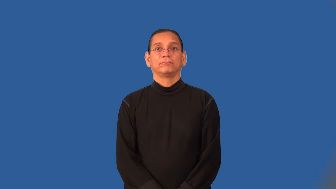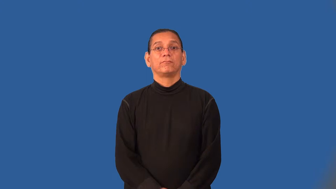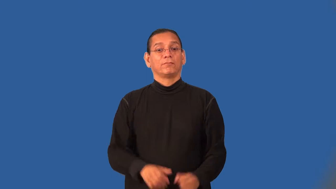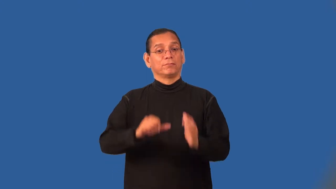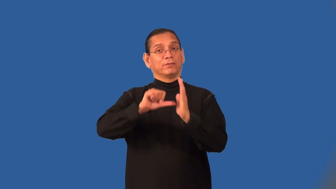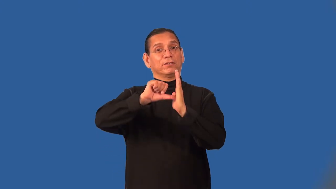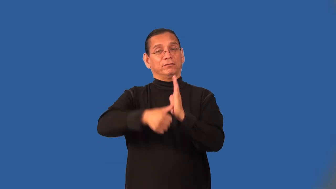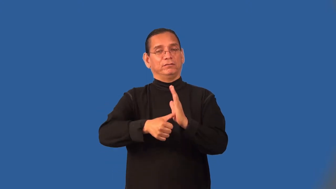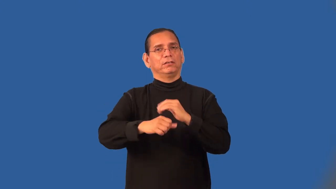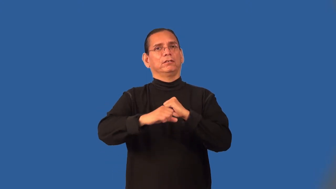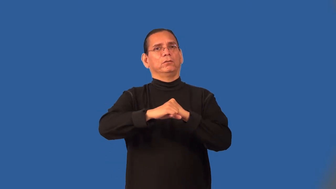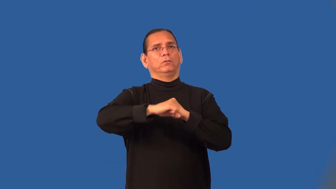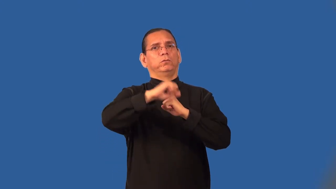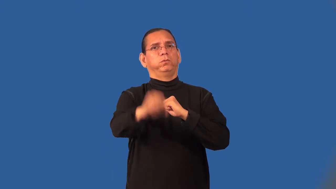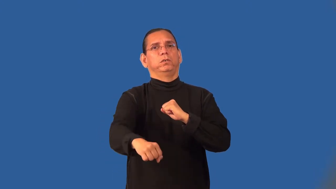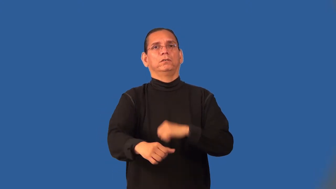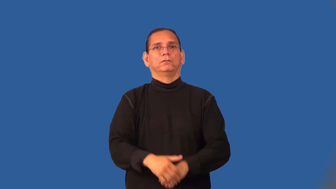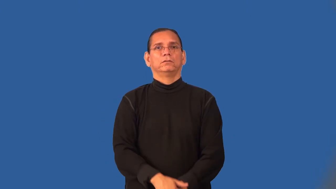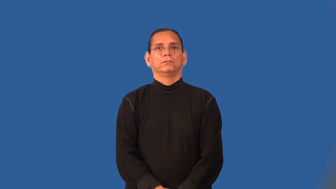overplay